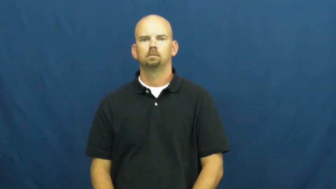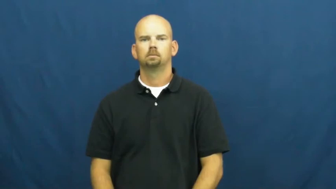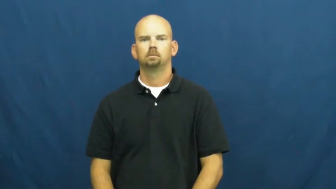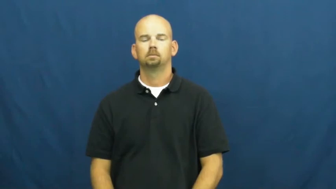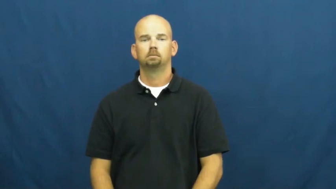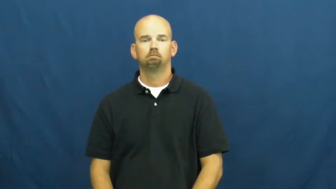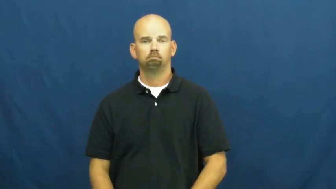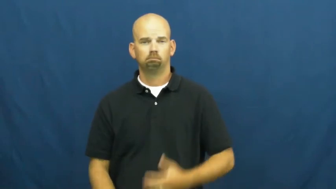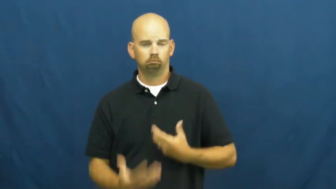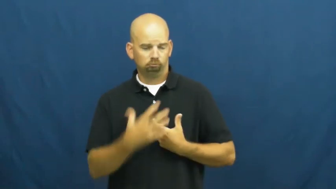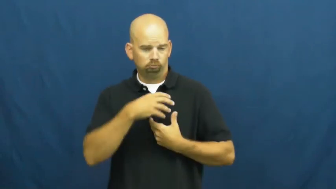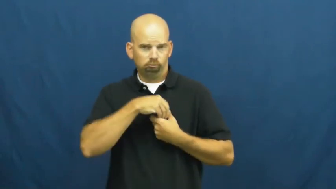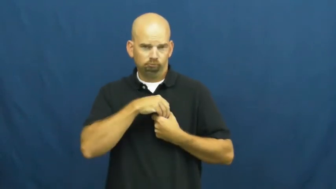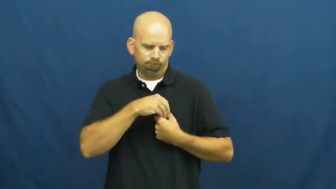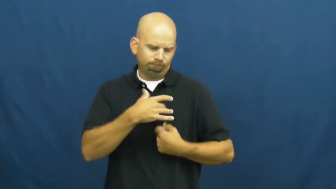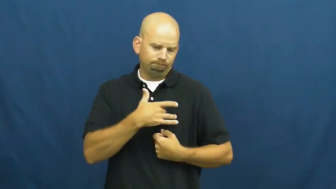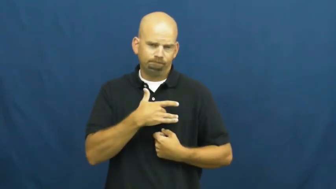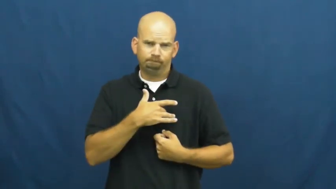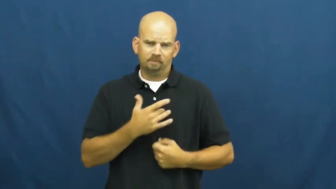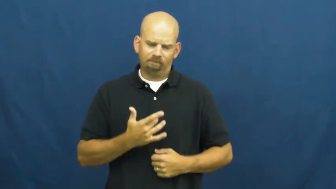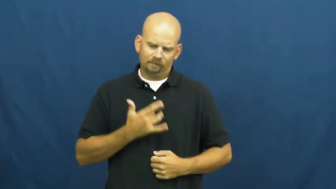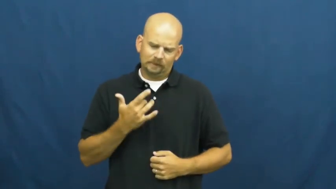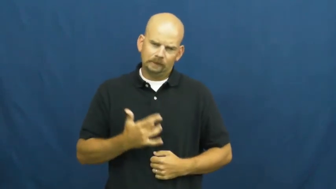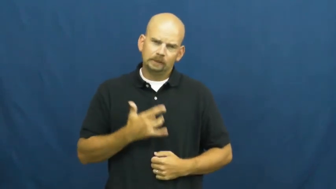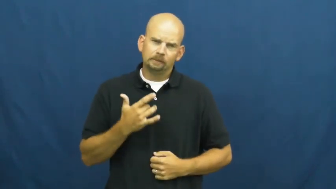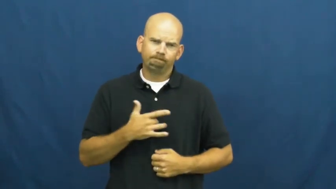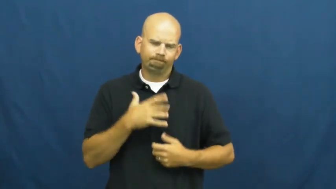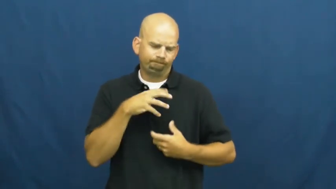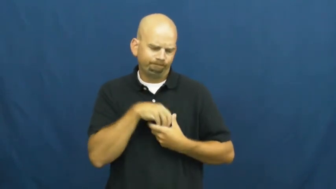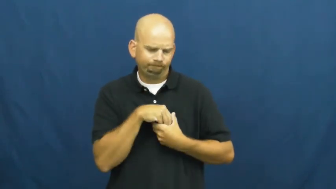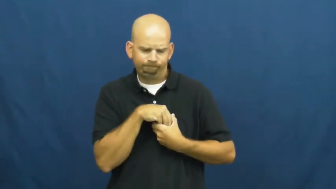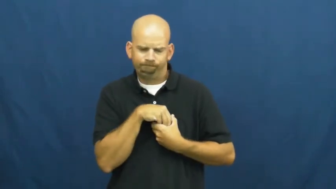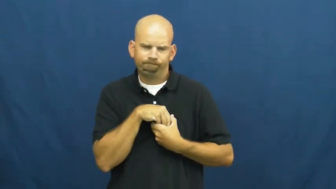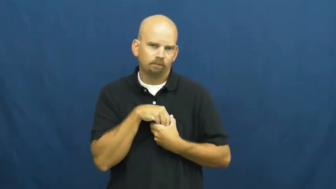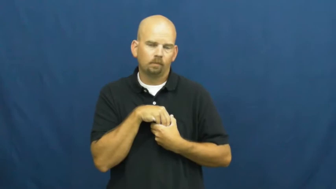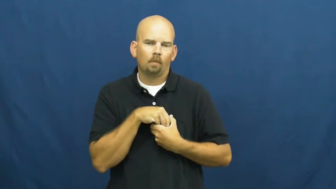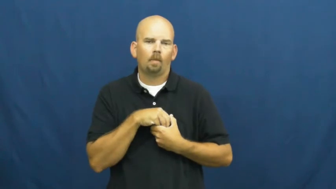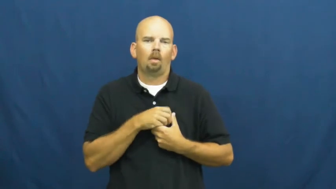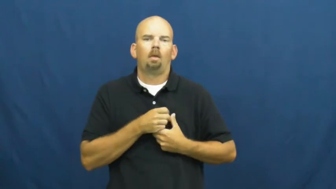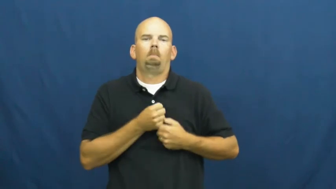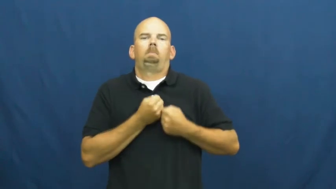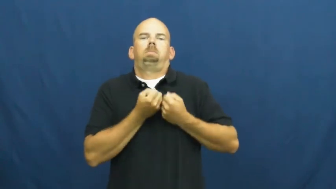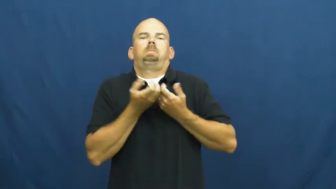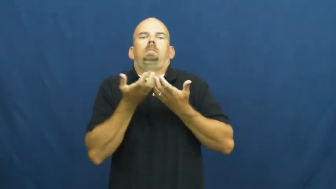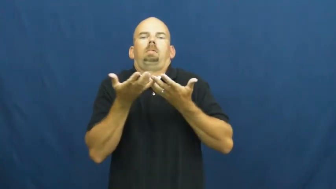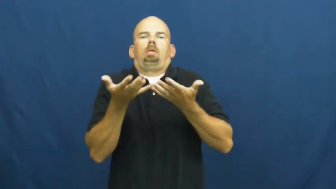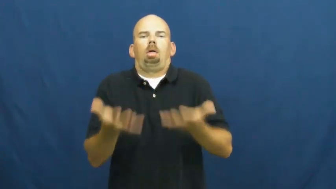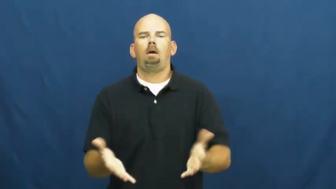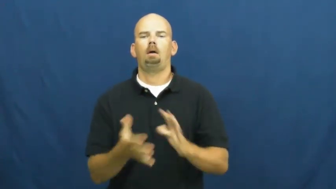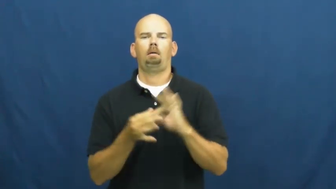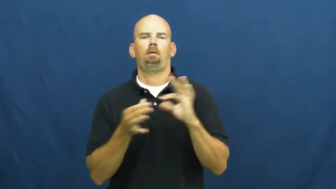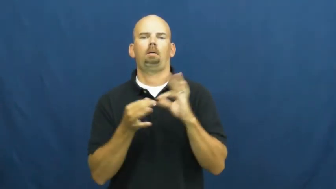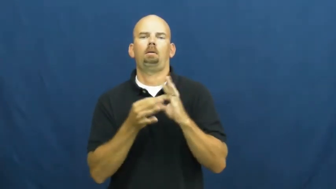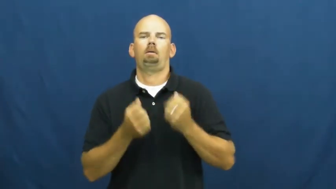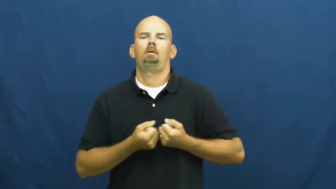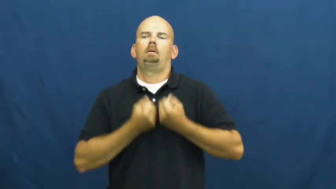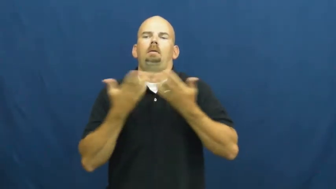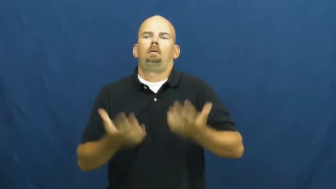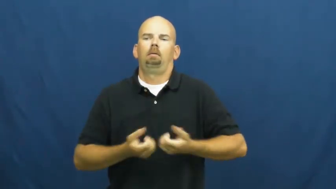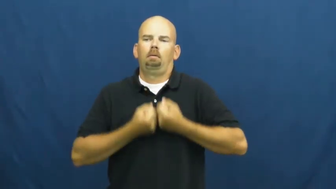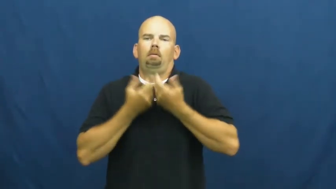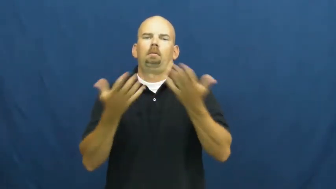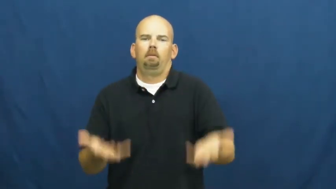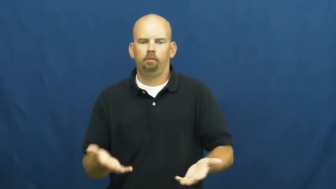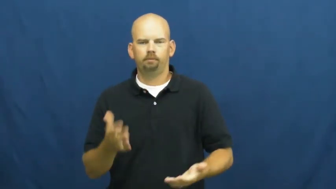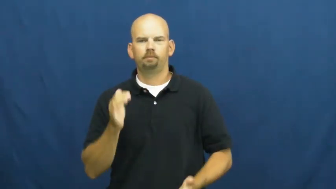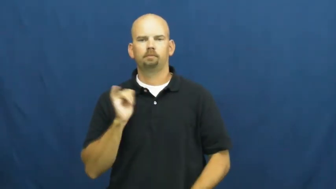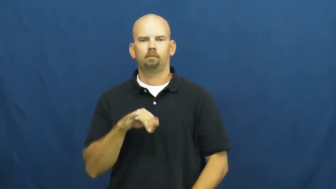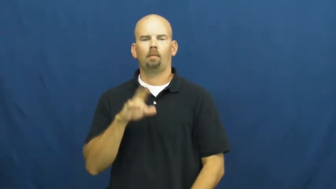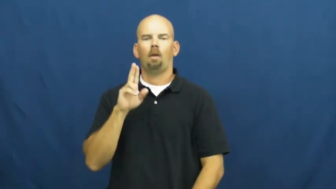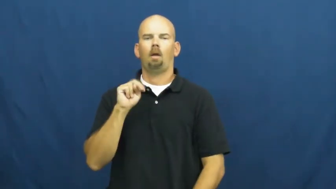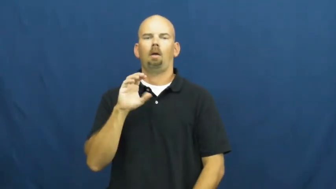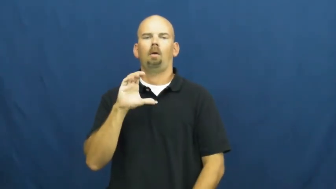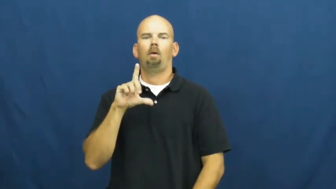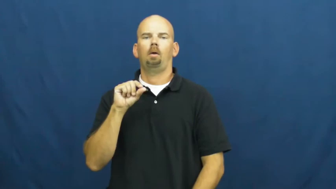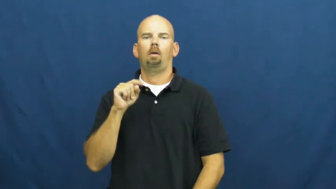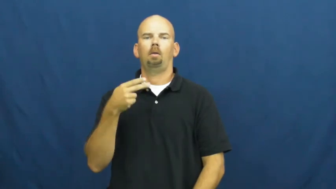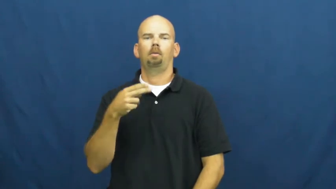unclothe-feelings